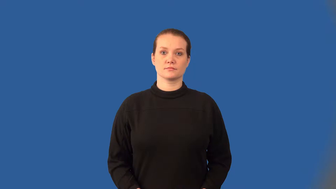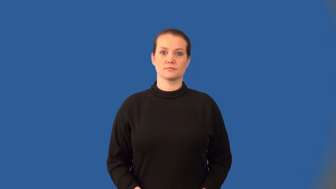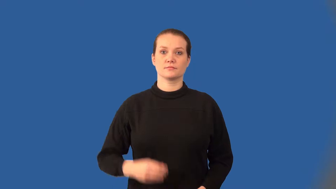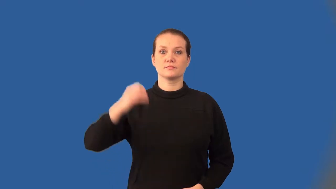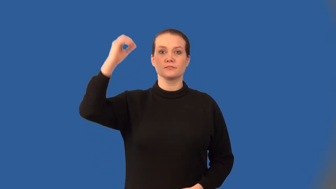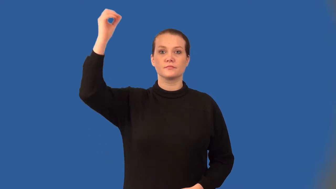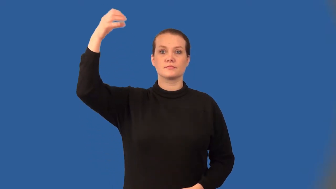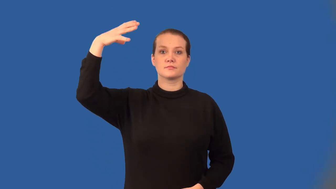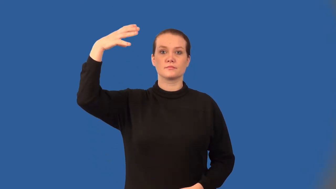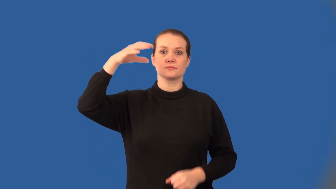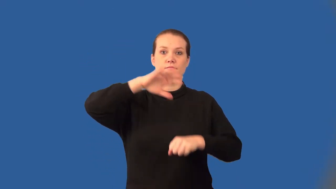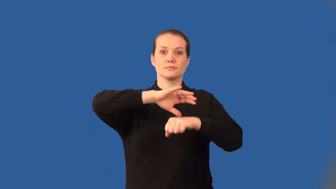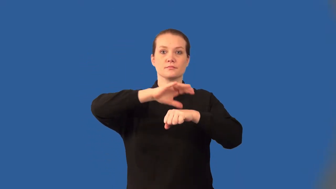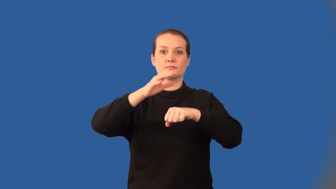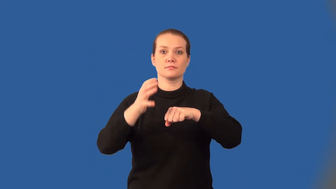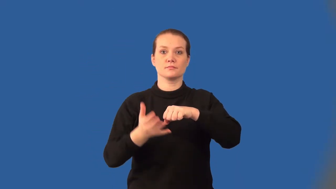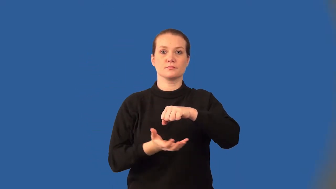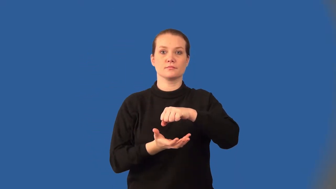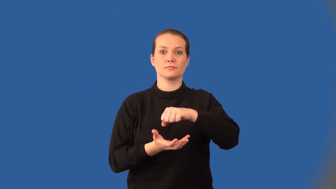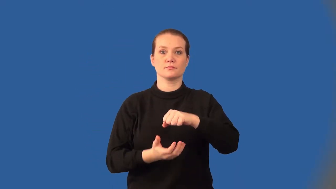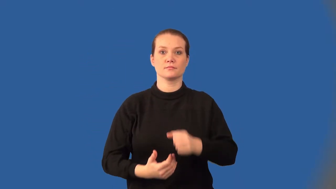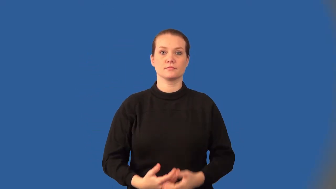corona